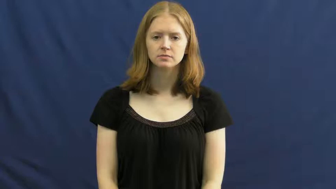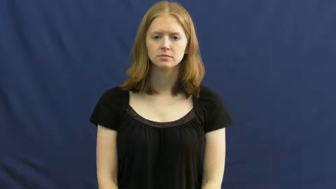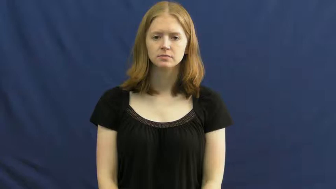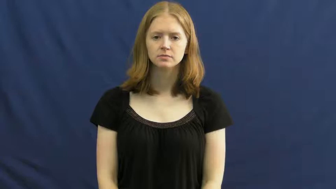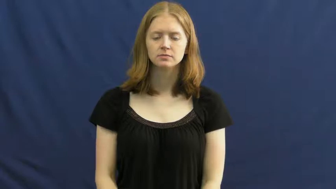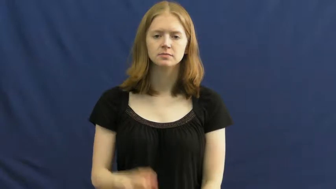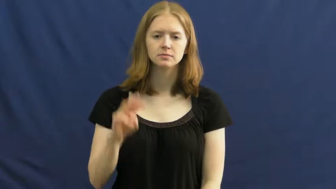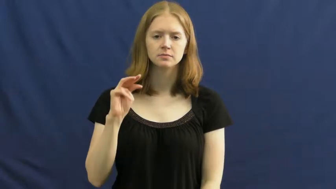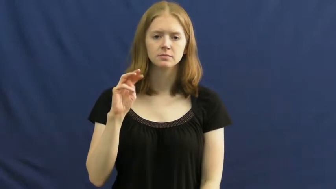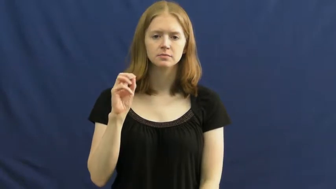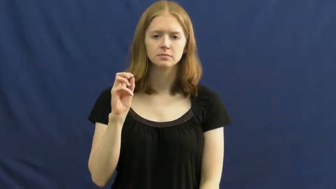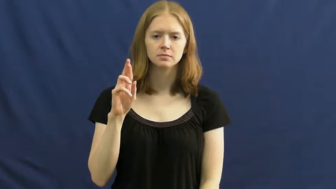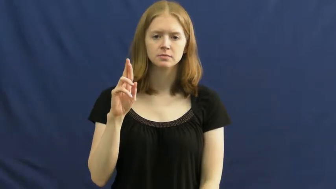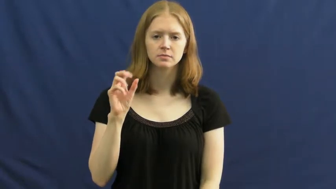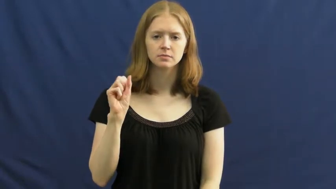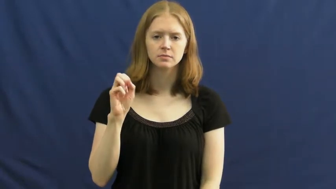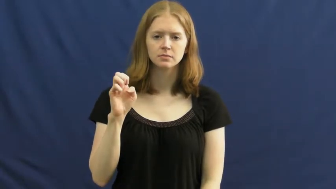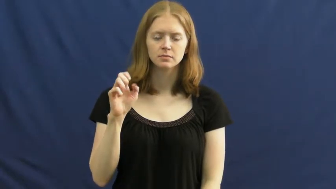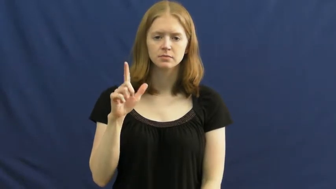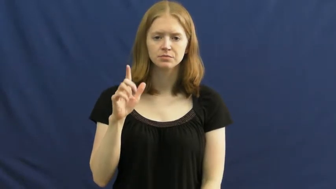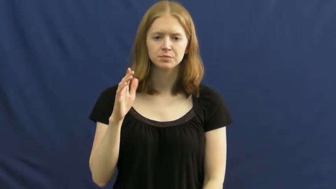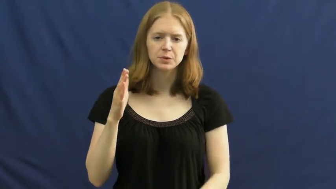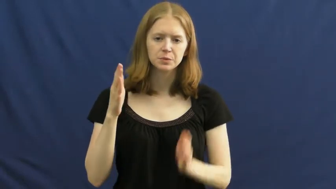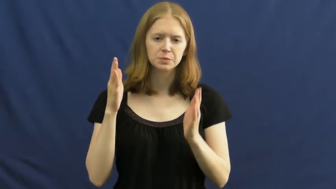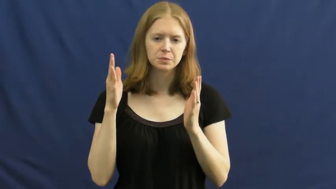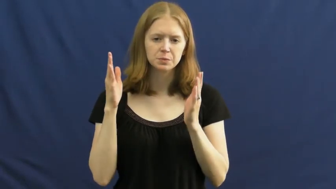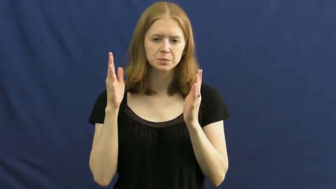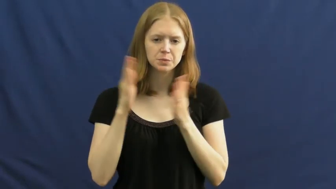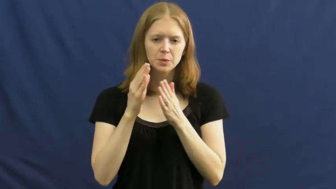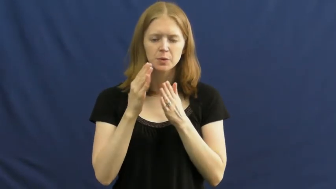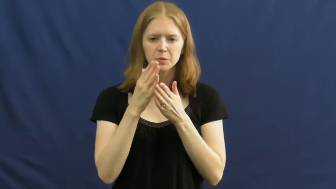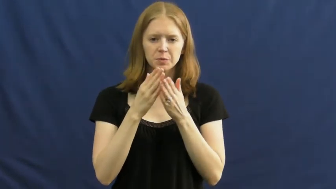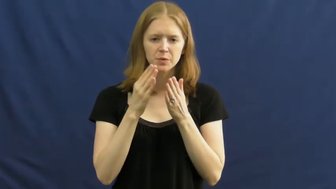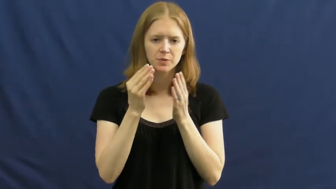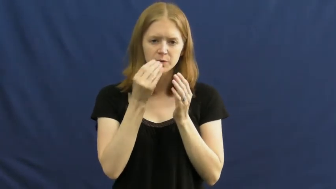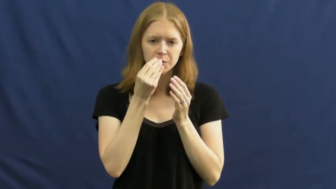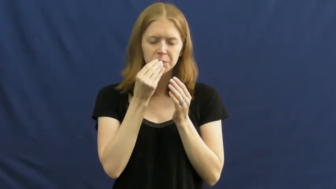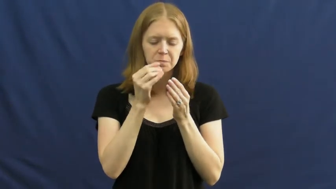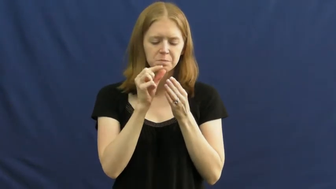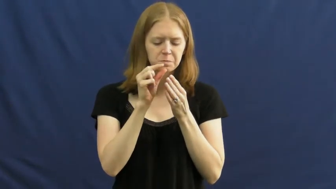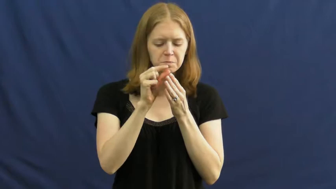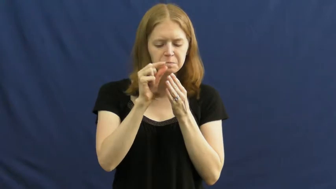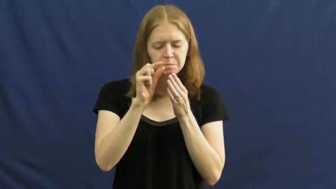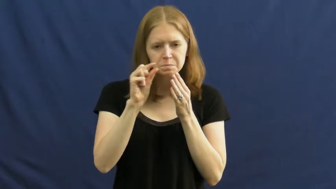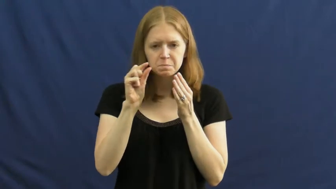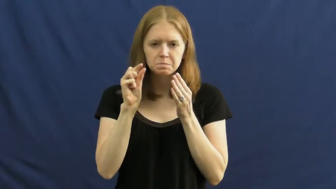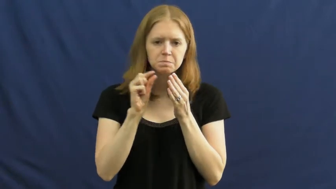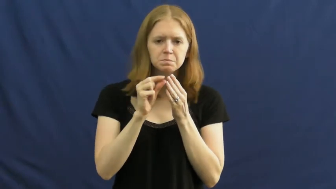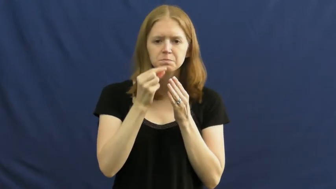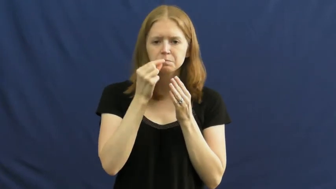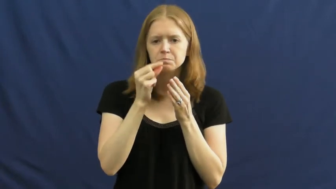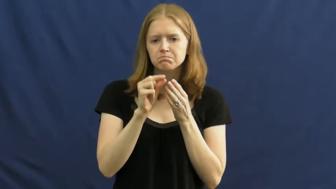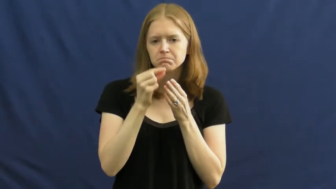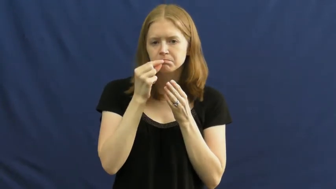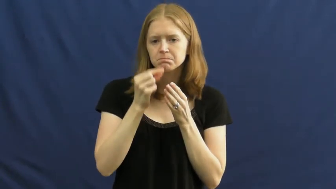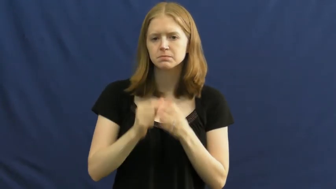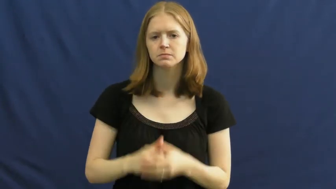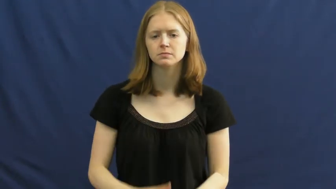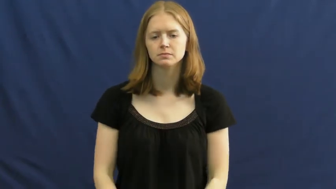morsel